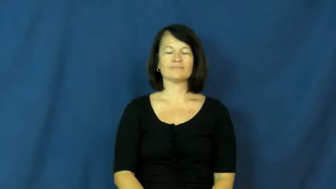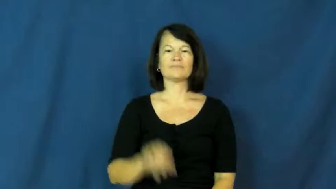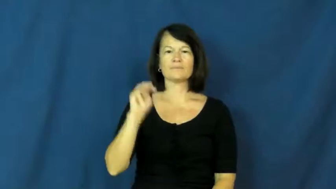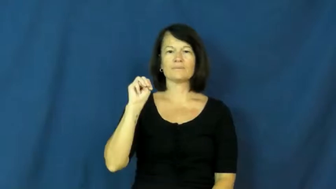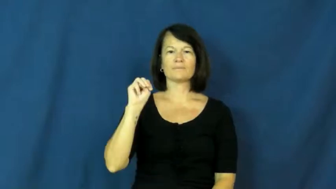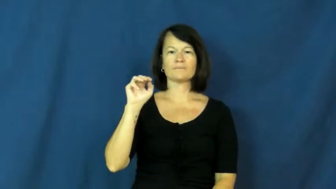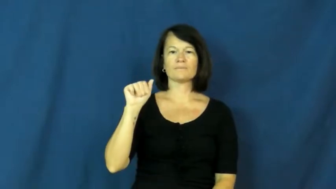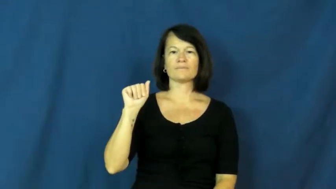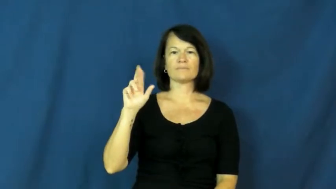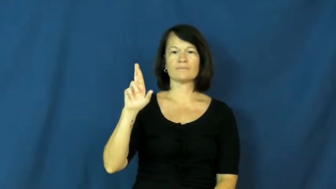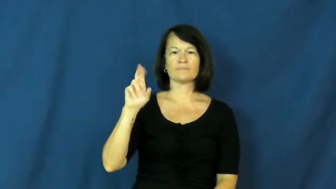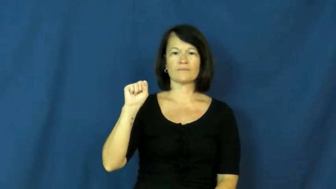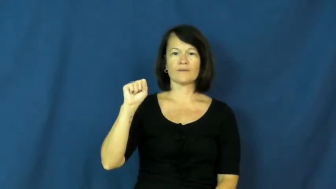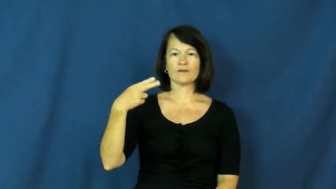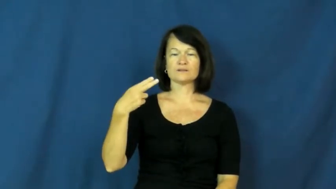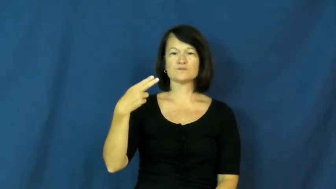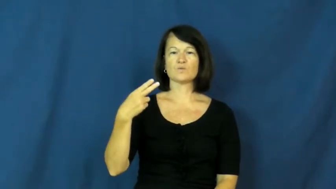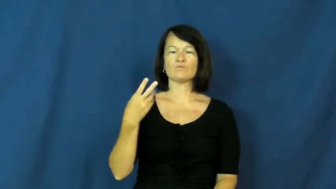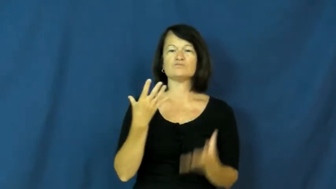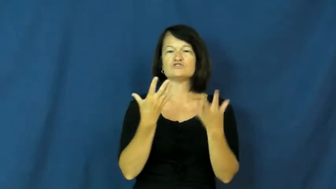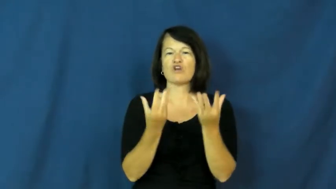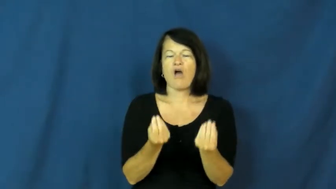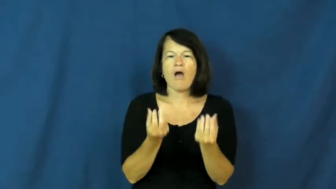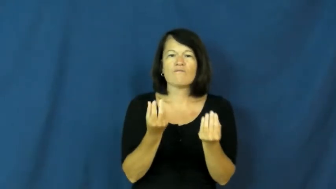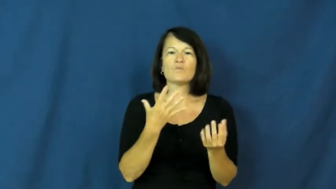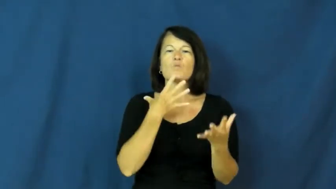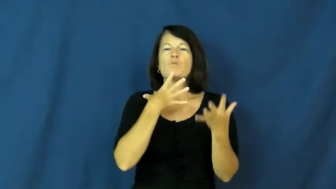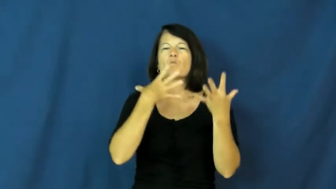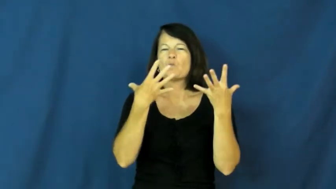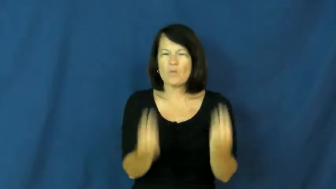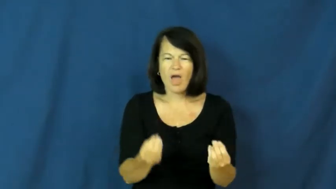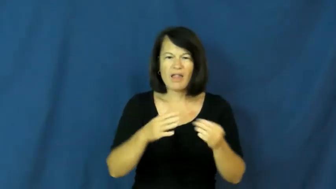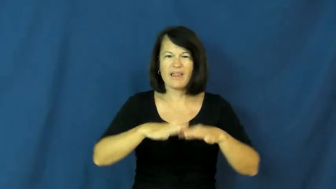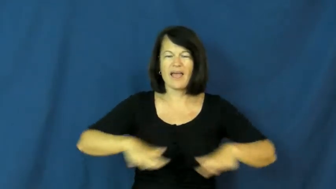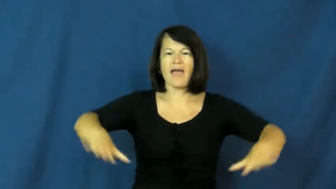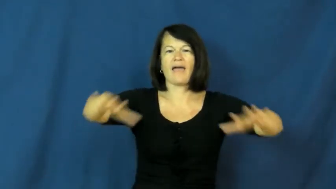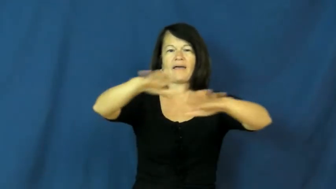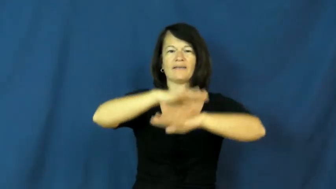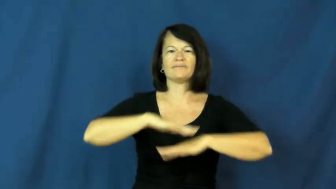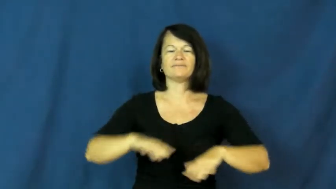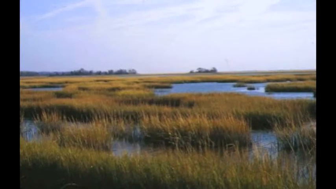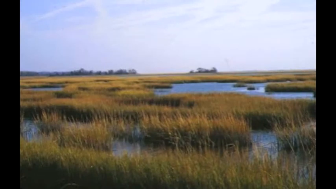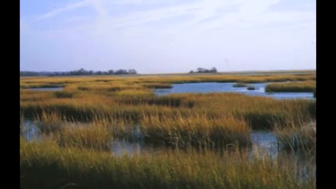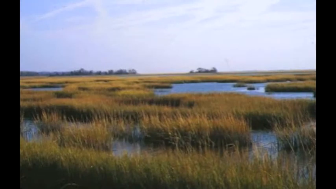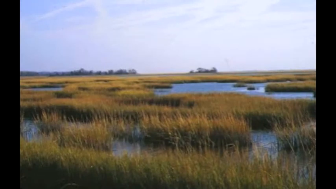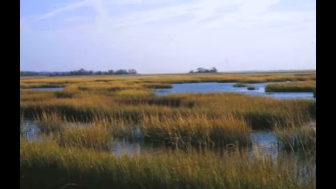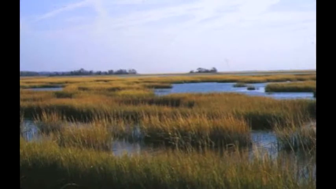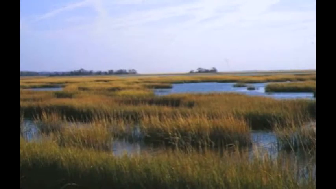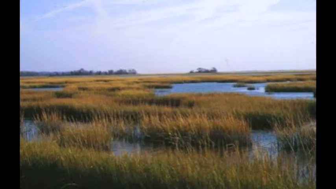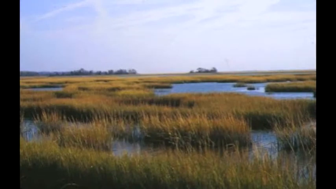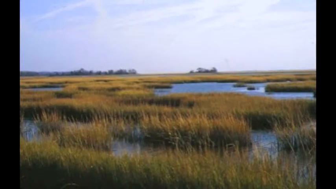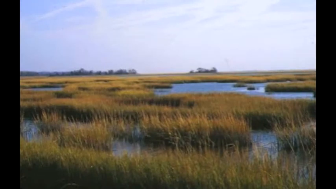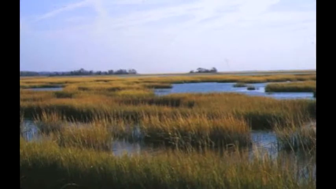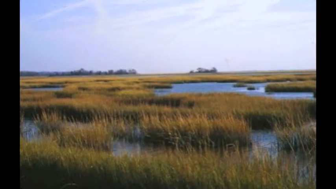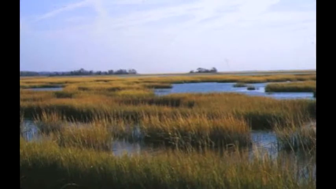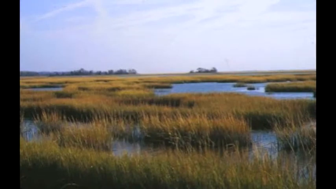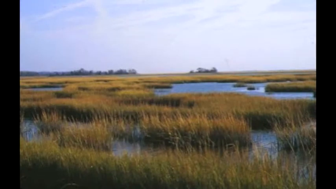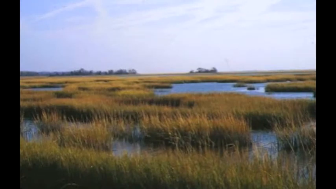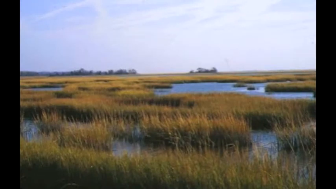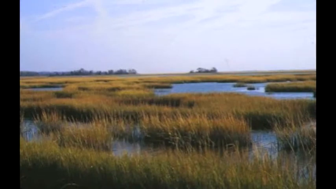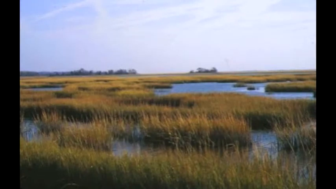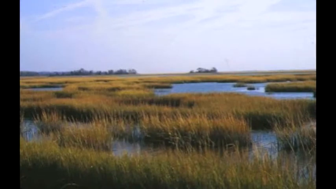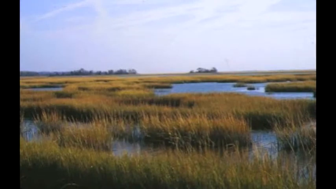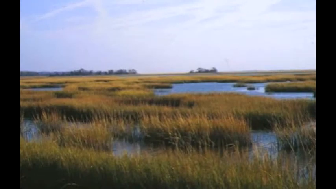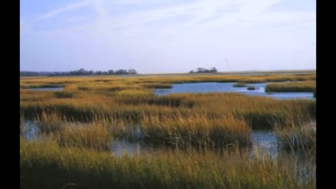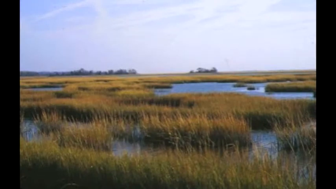marsh